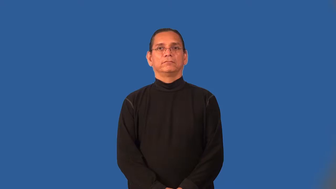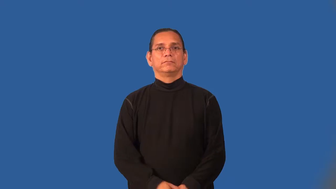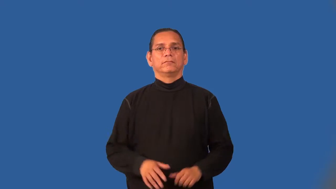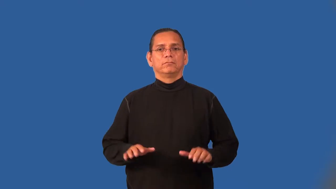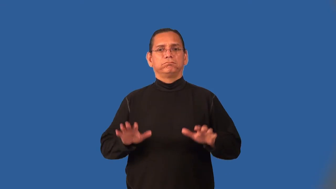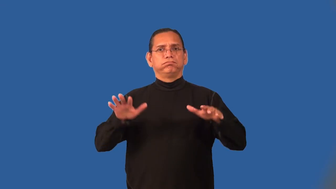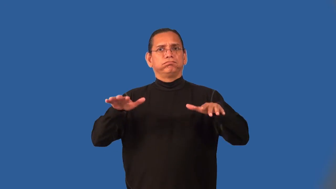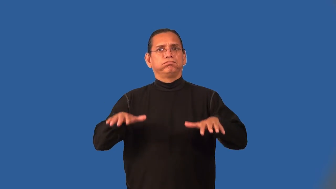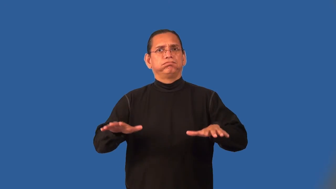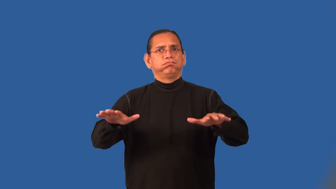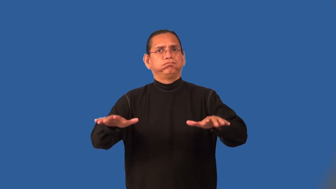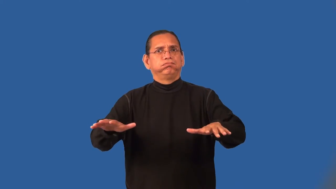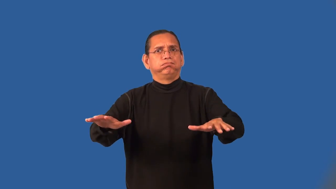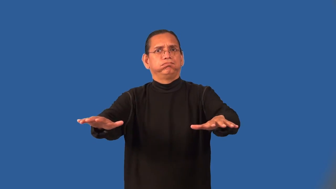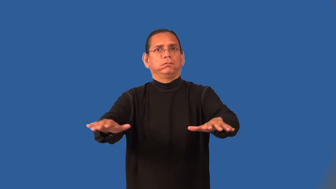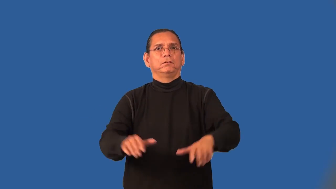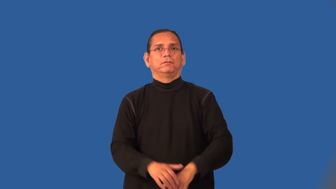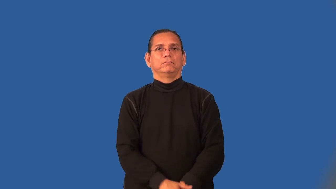irradiate